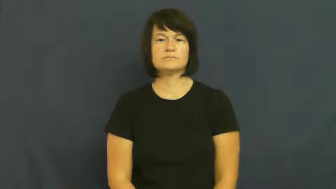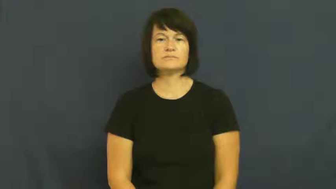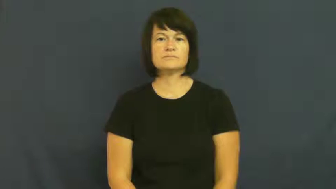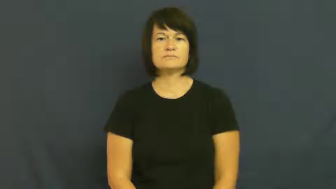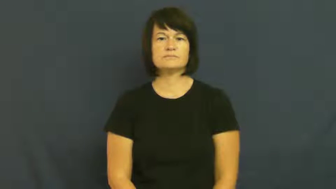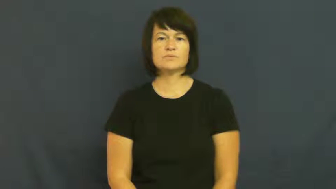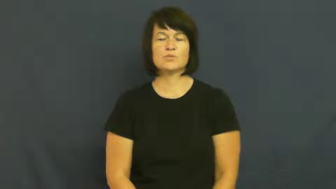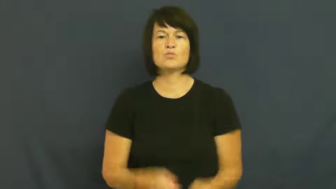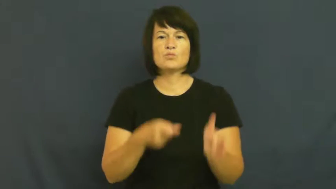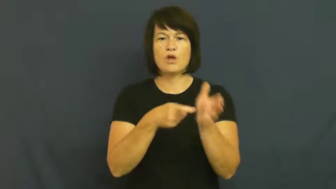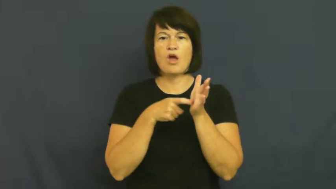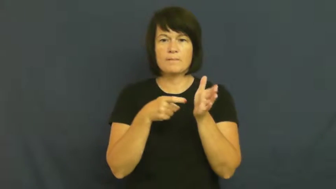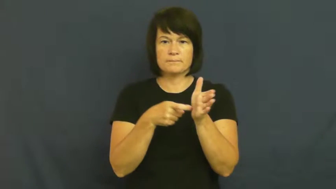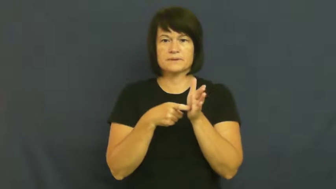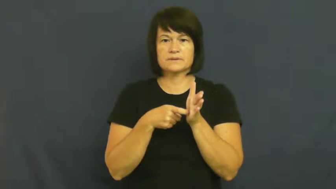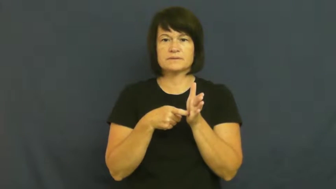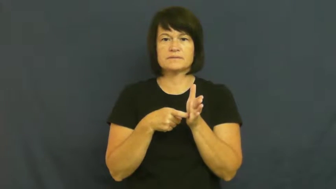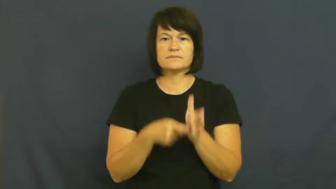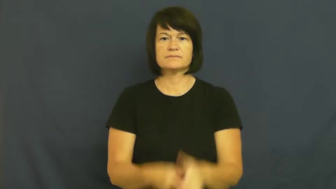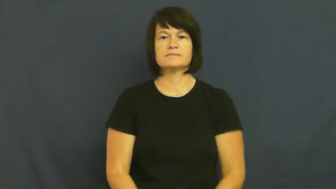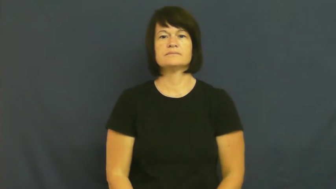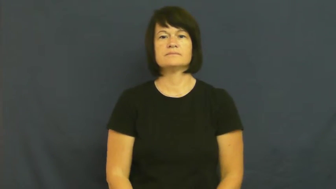provision,terms-requirement